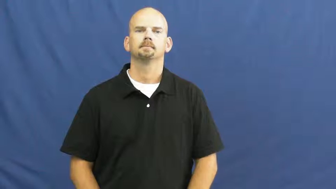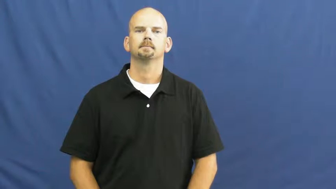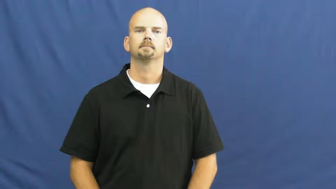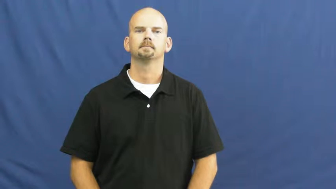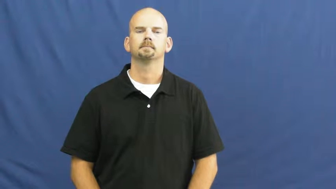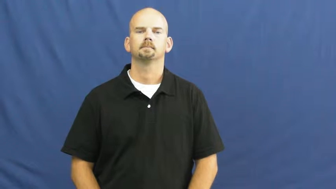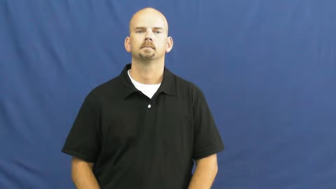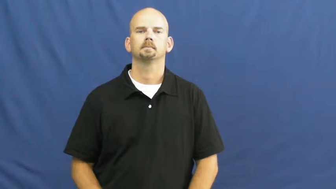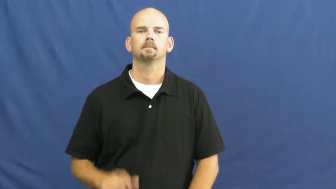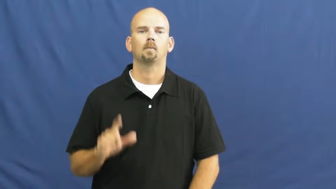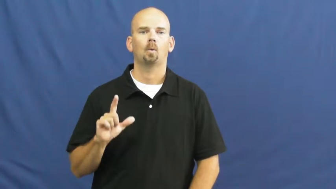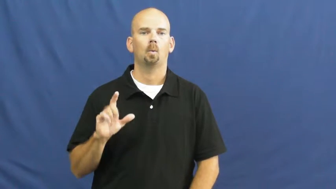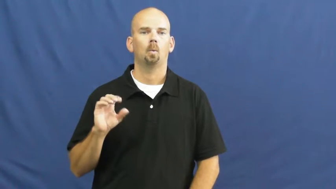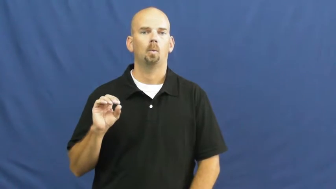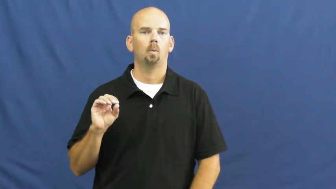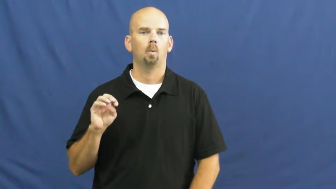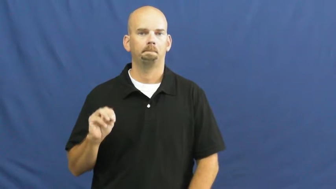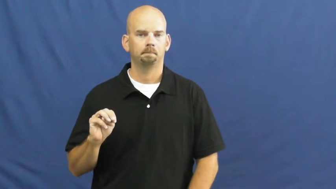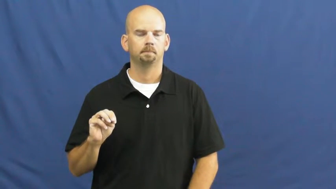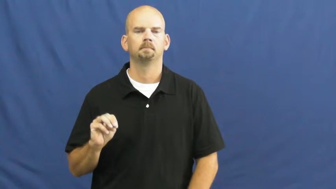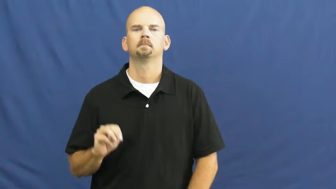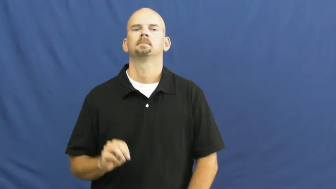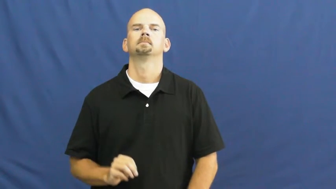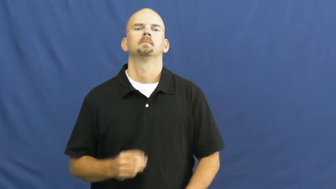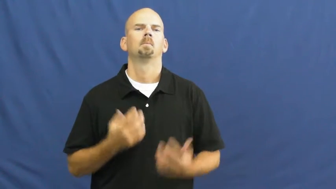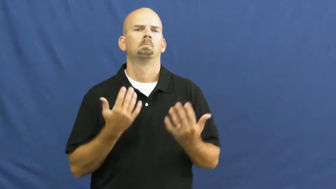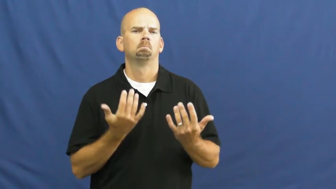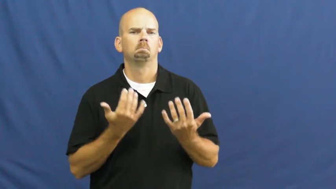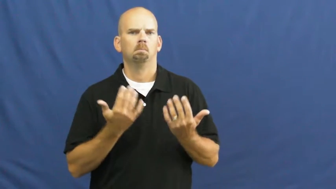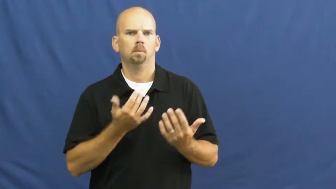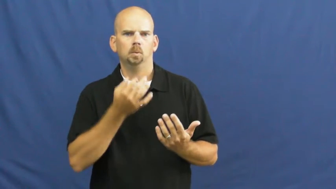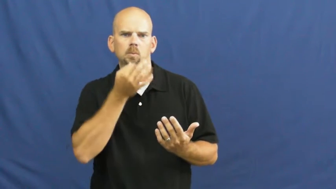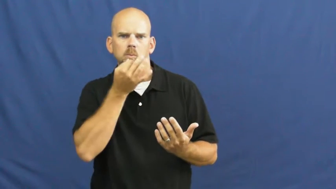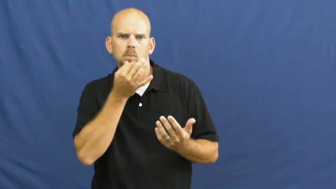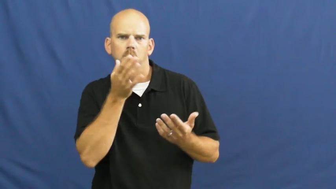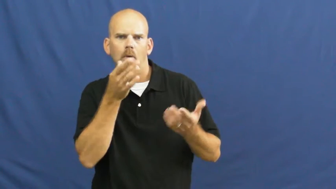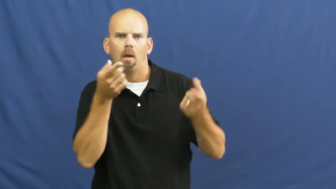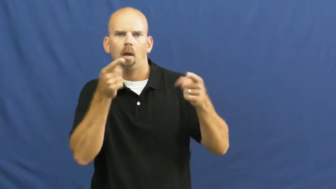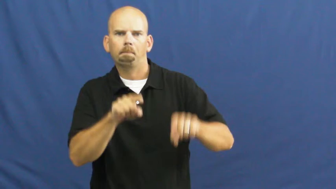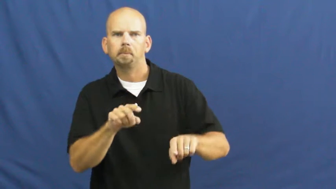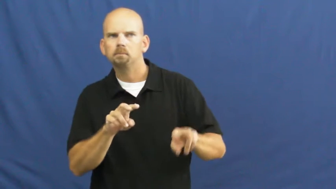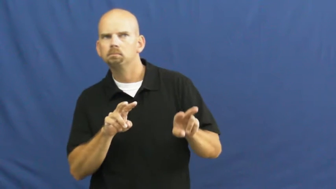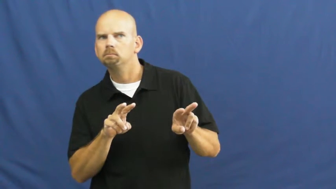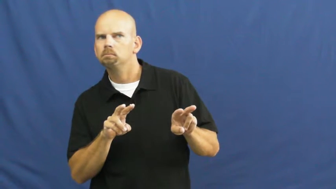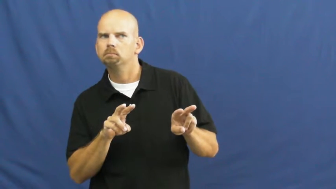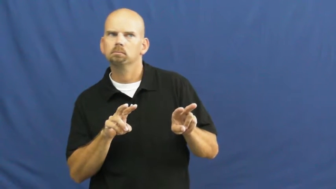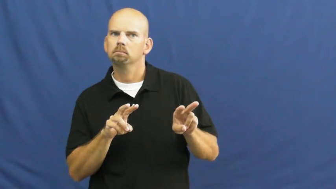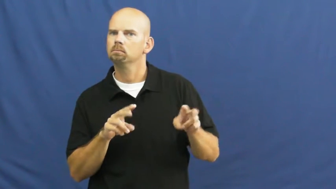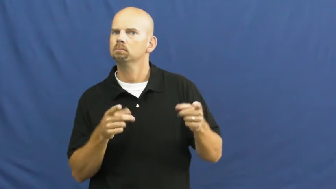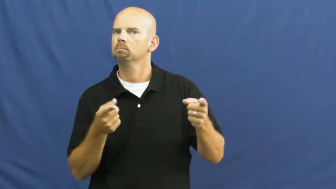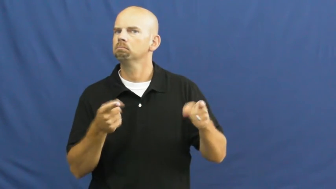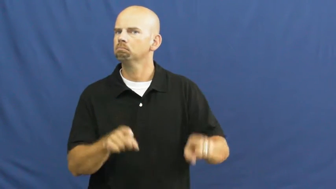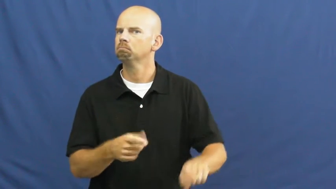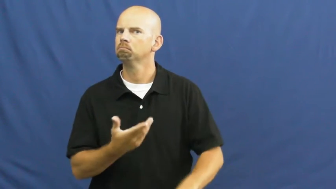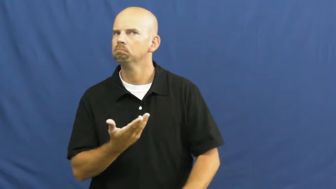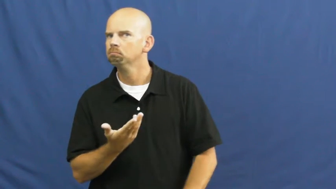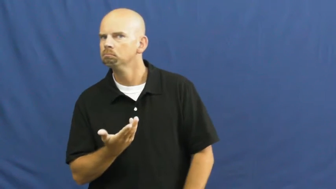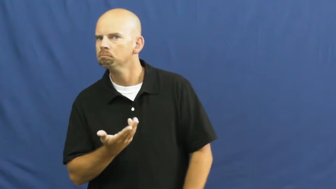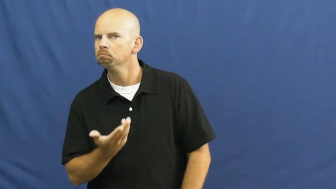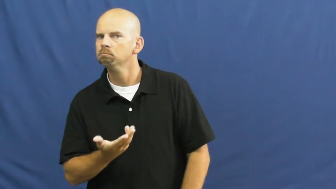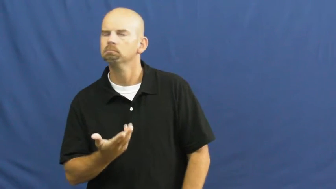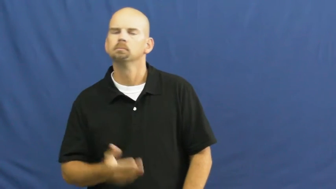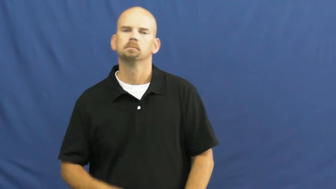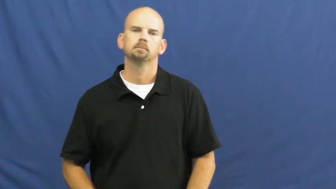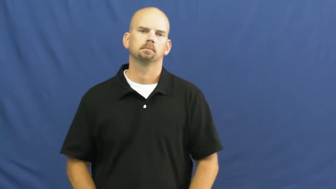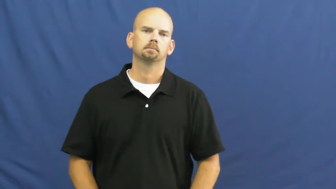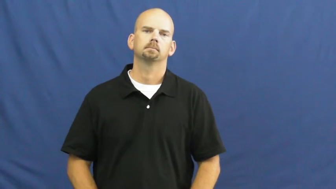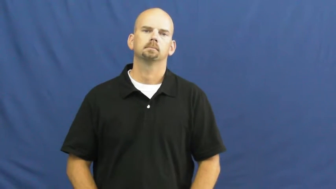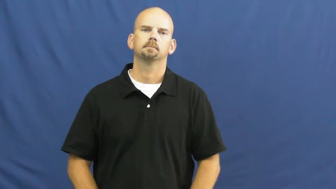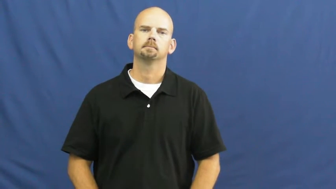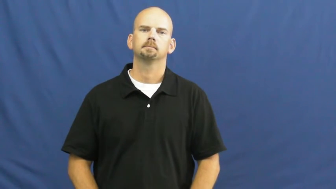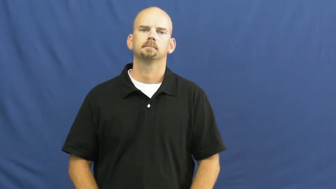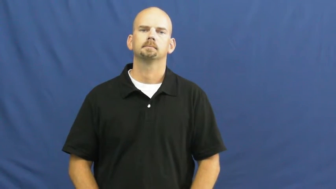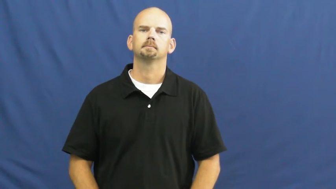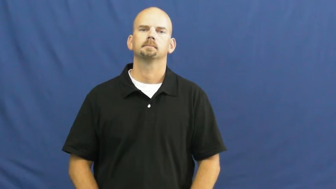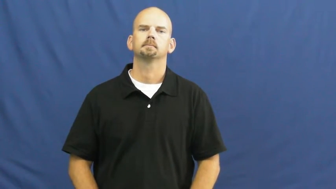loom-future